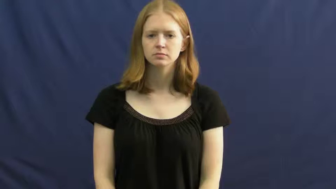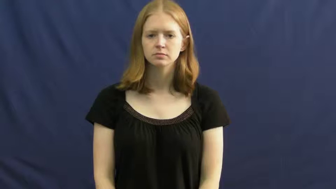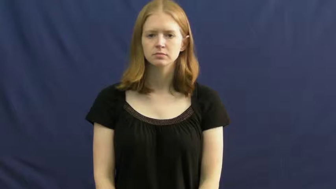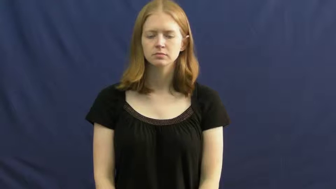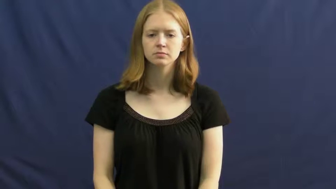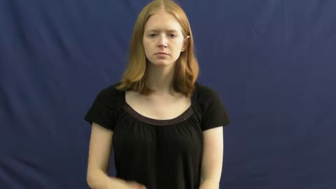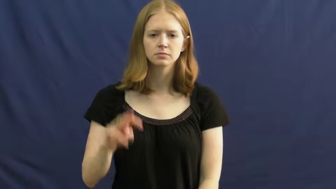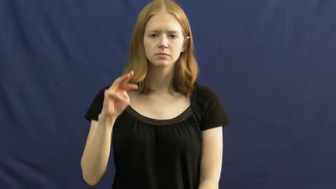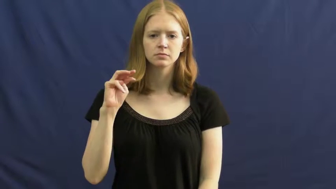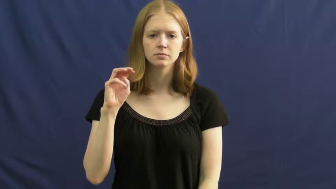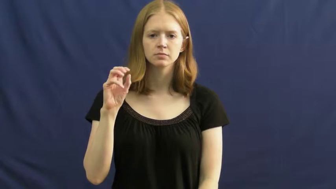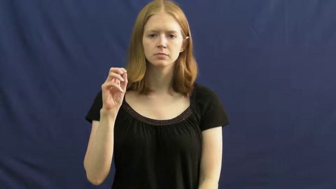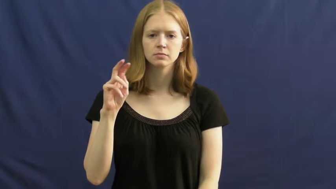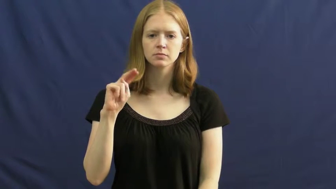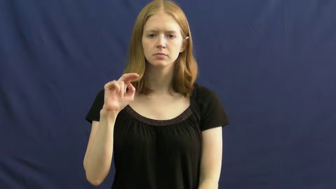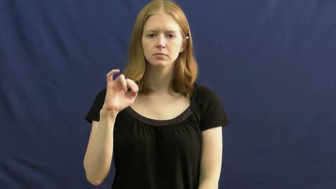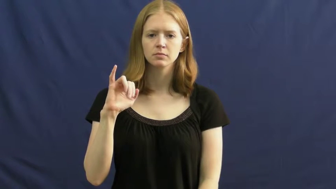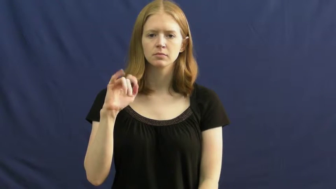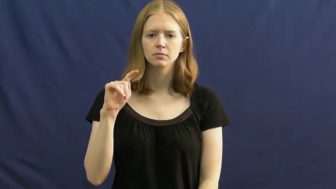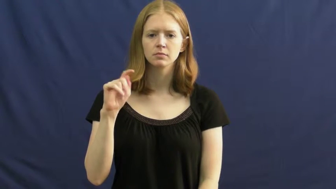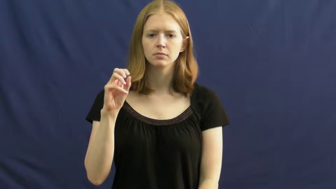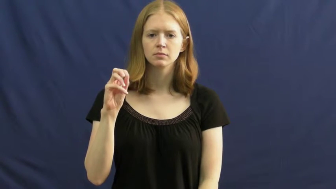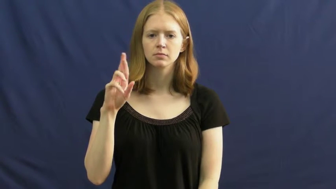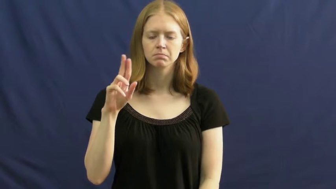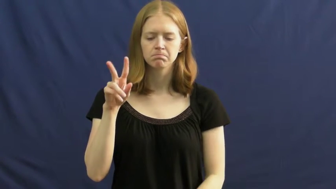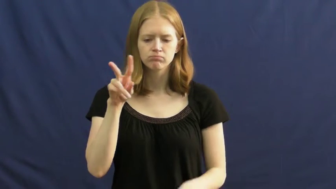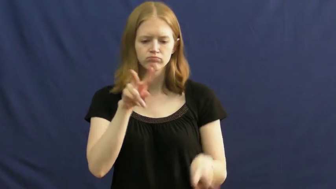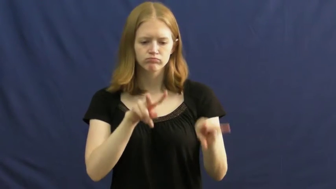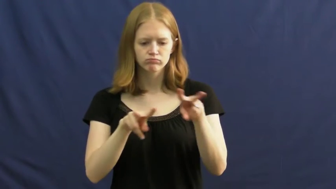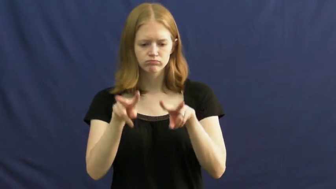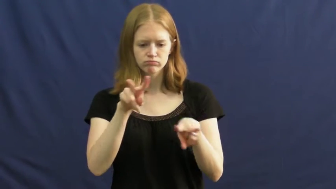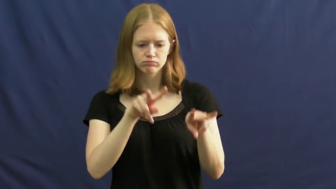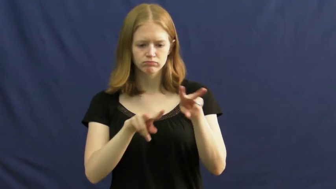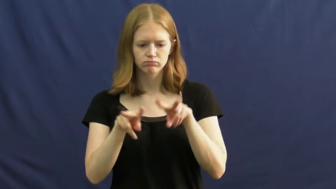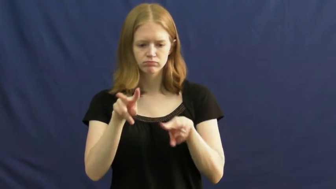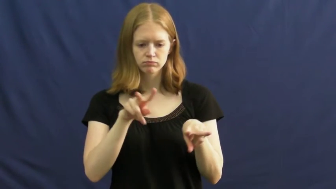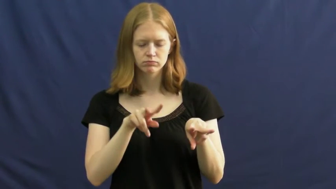monitor-guard